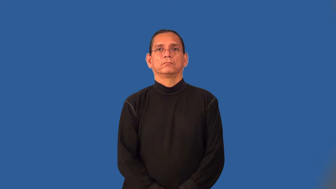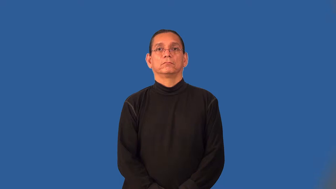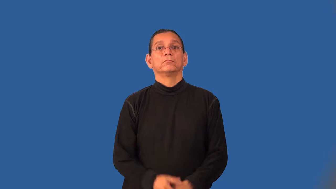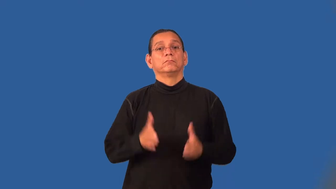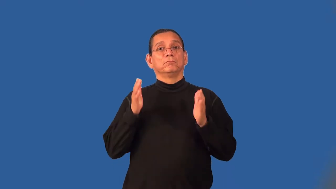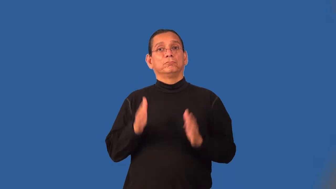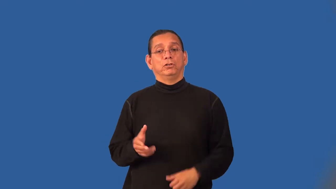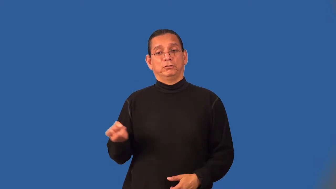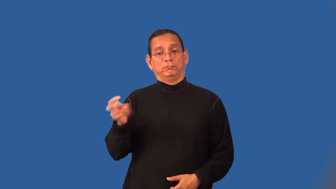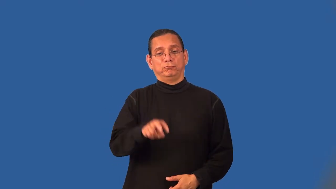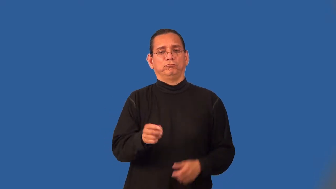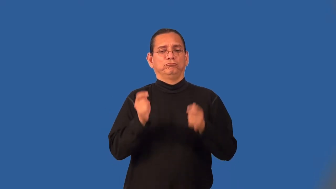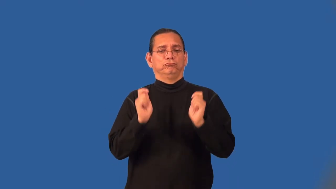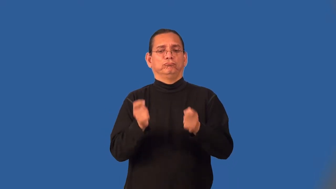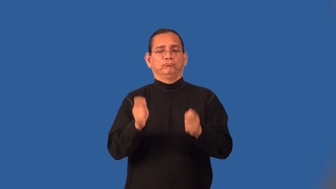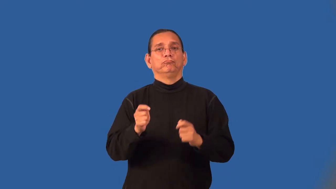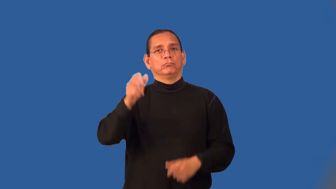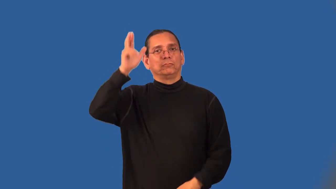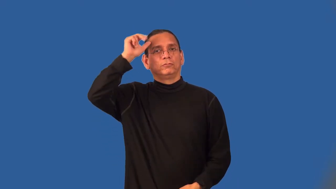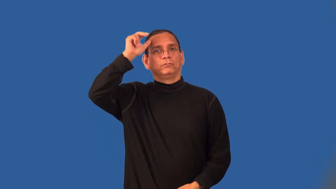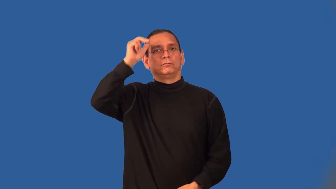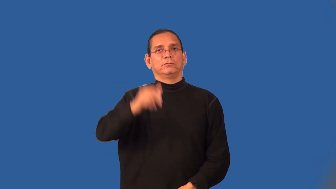coachman